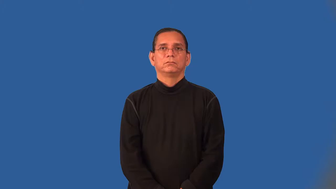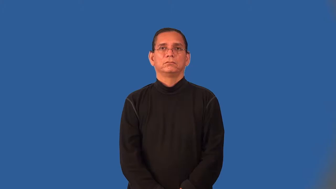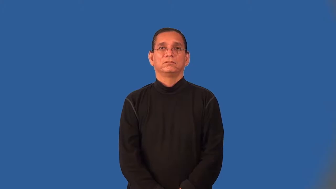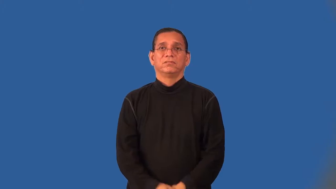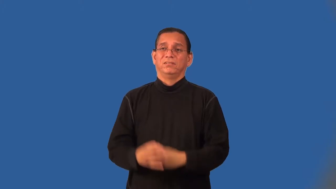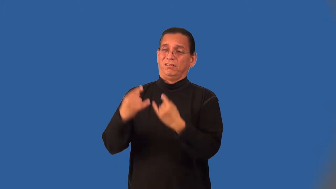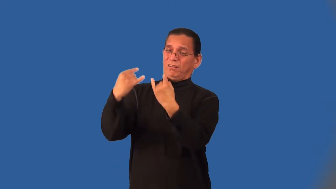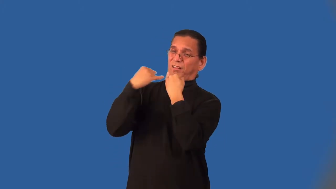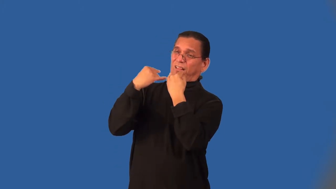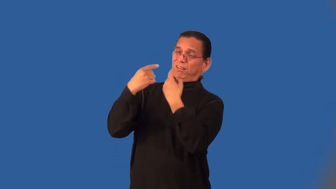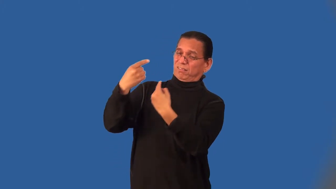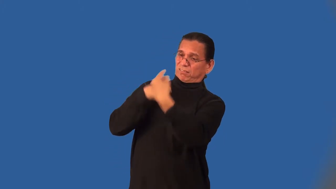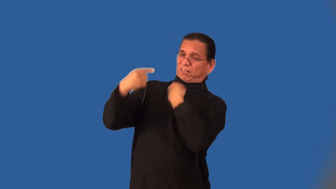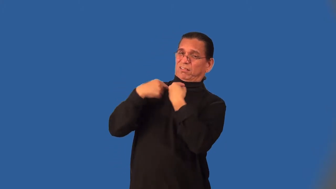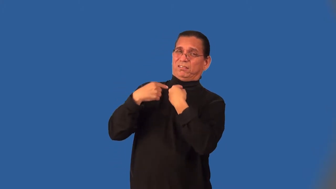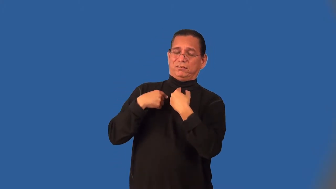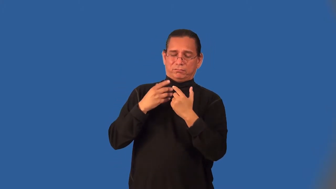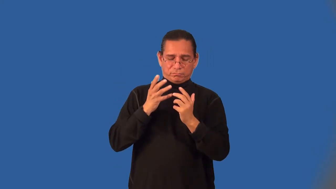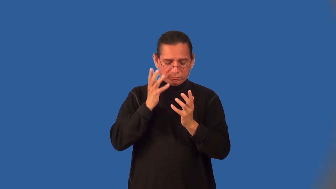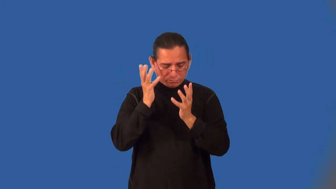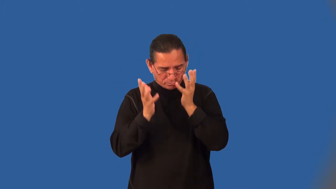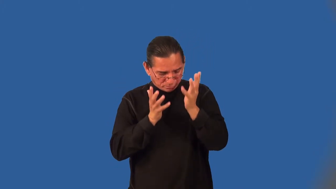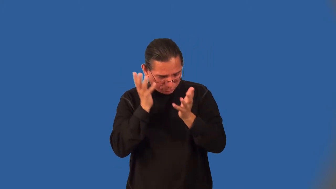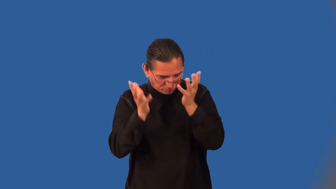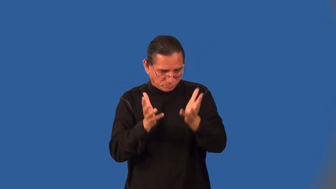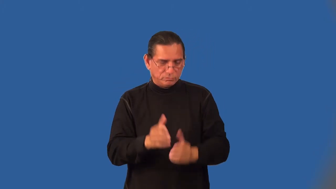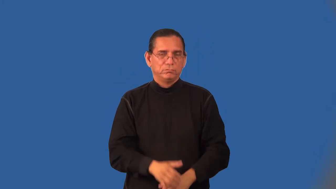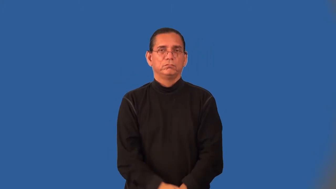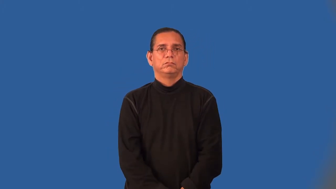laughingstock